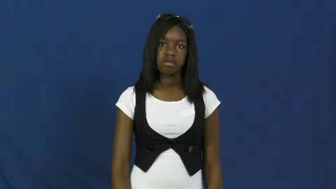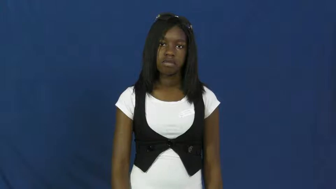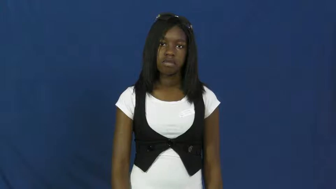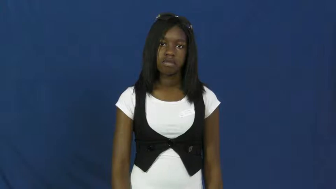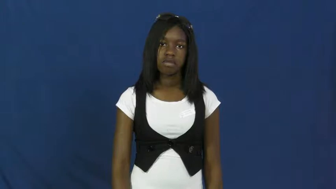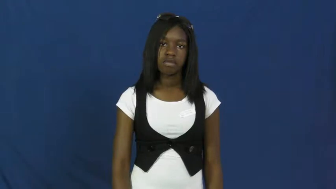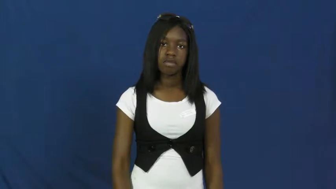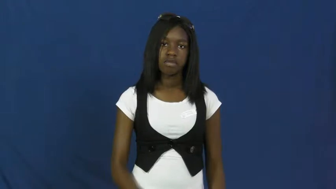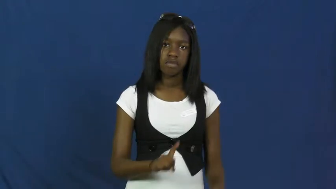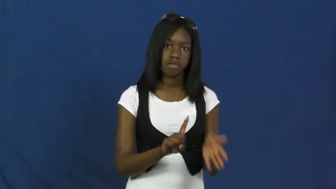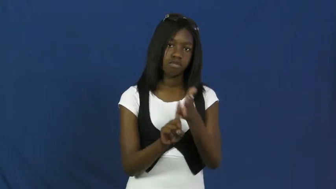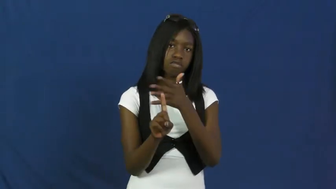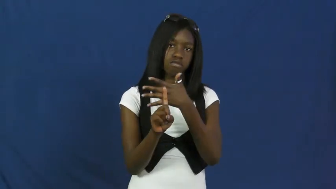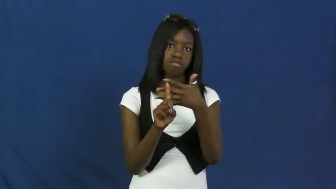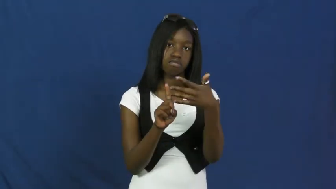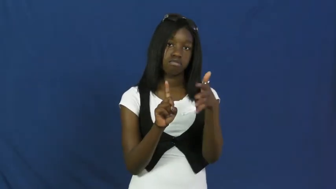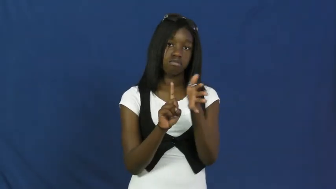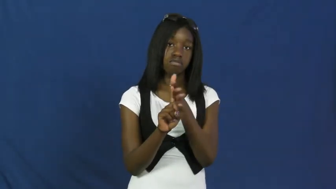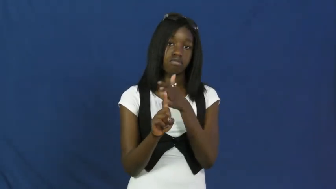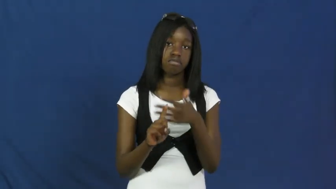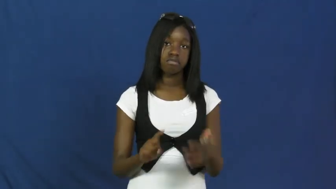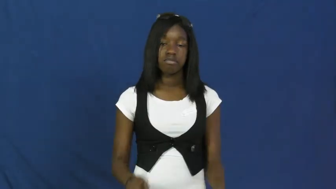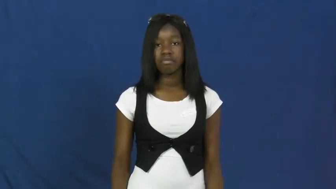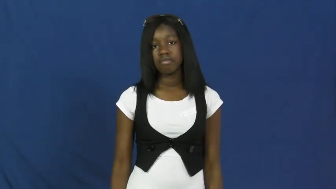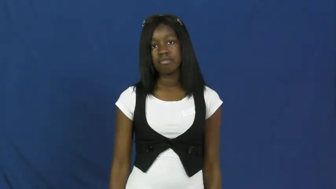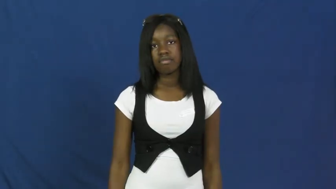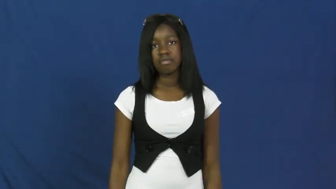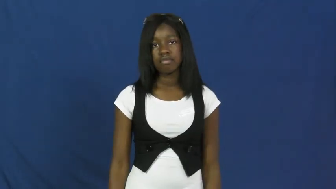flatter,play up to,adulate,build up